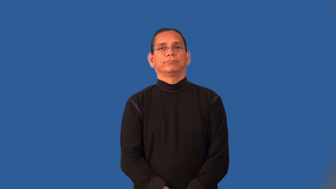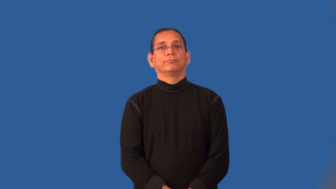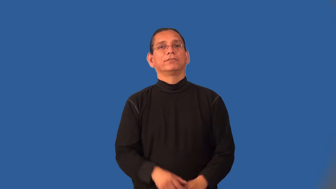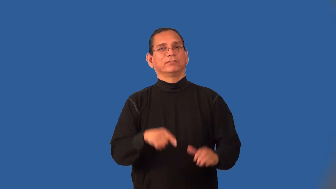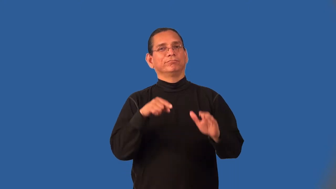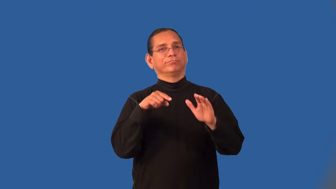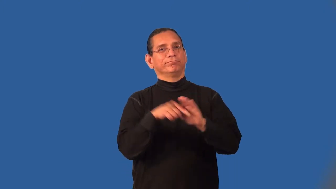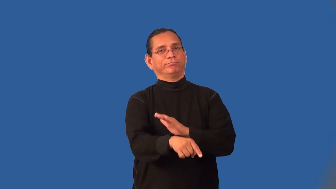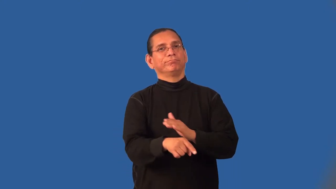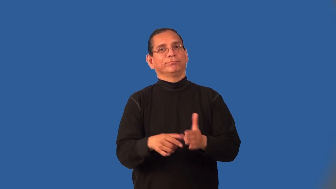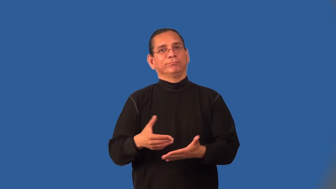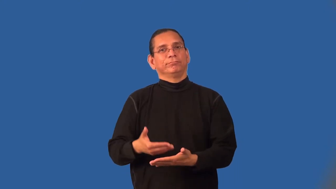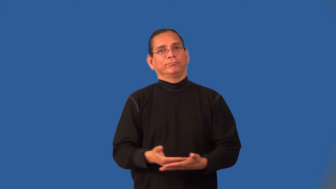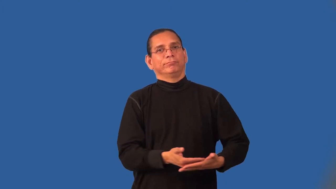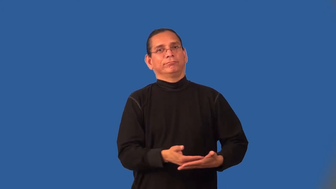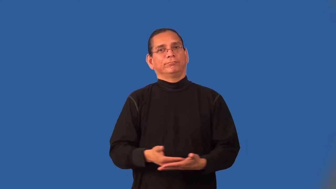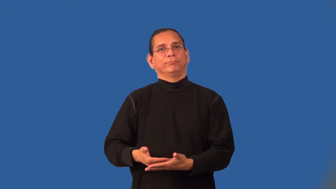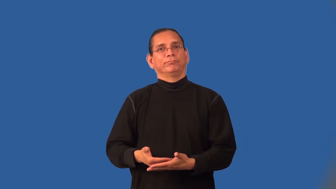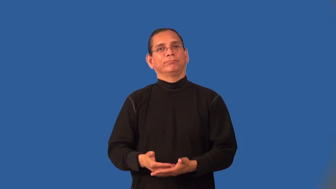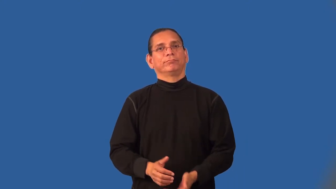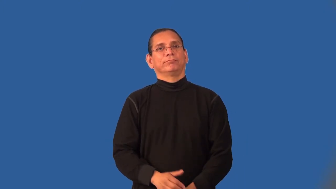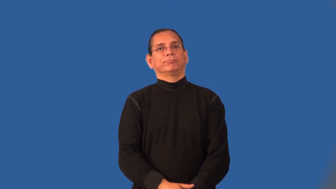infanticide